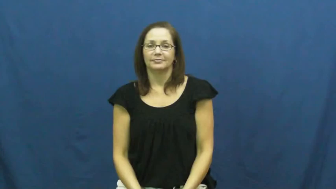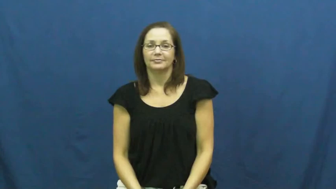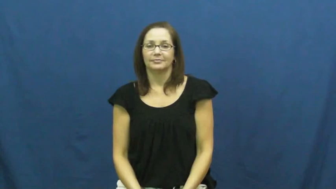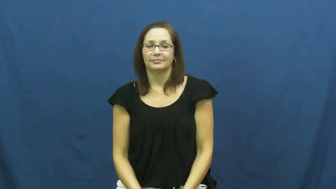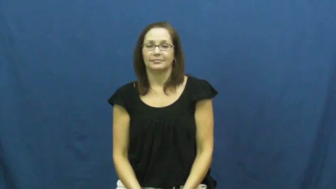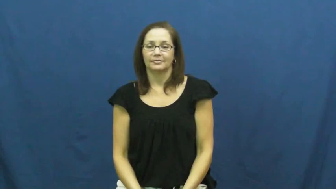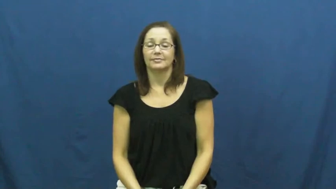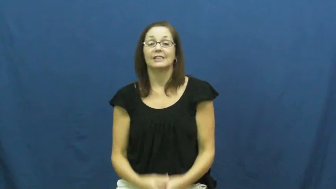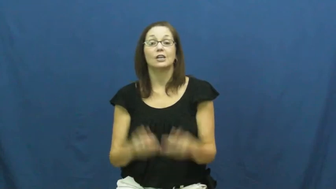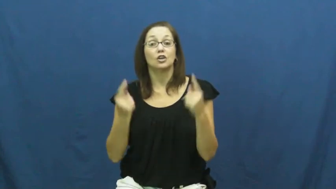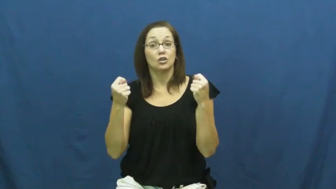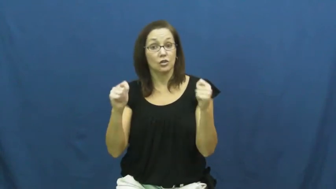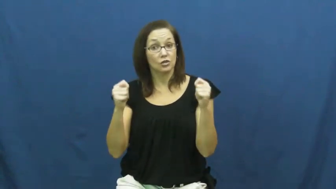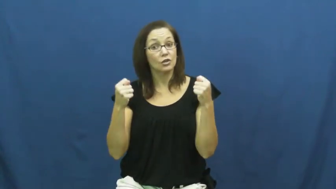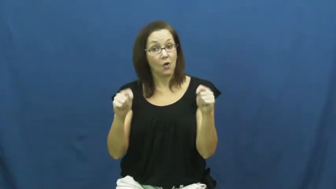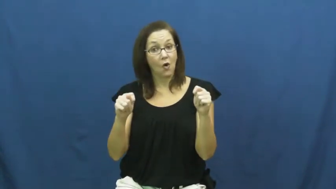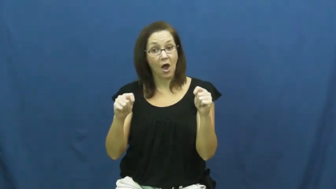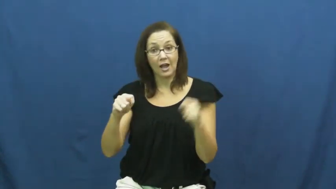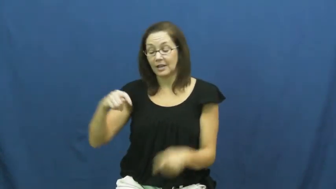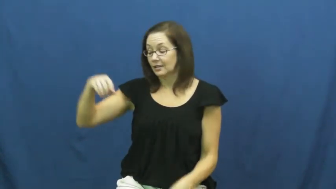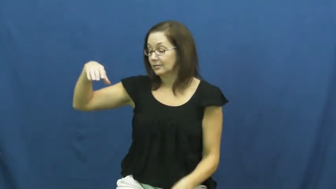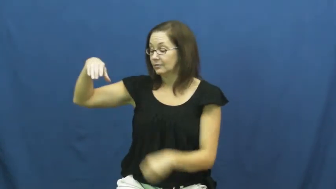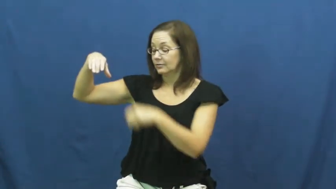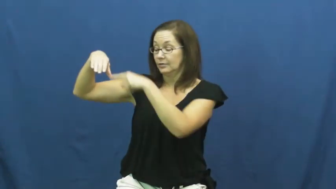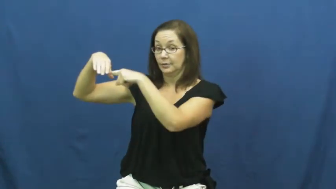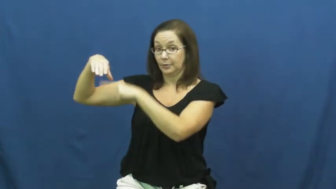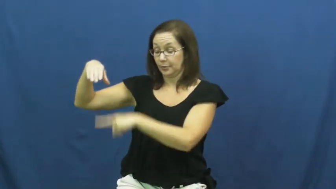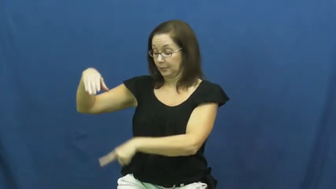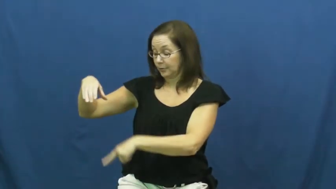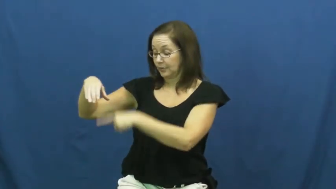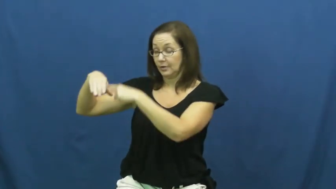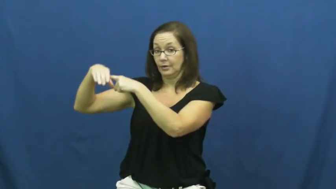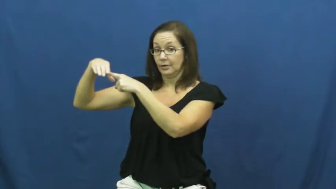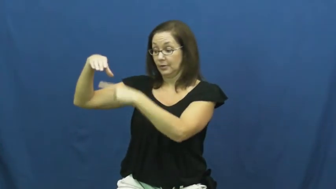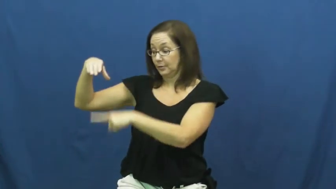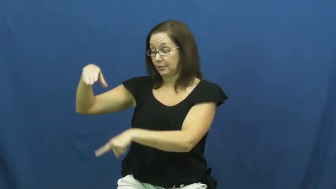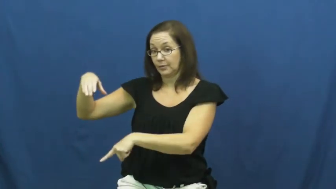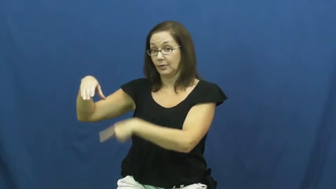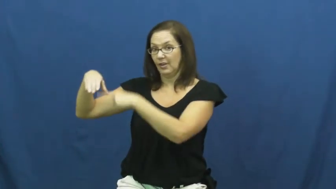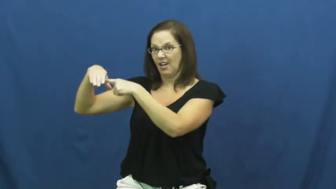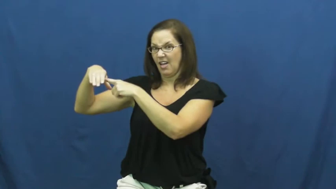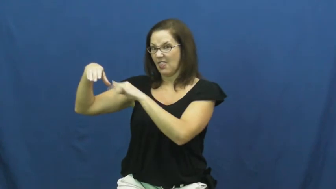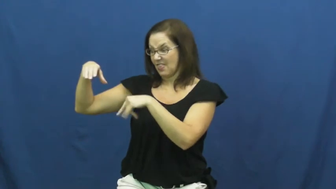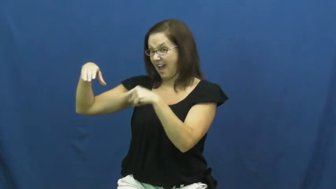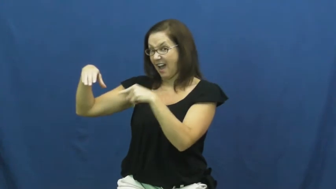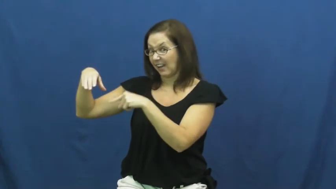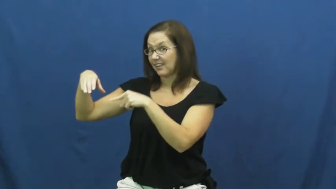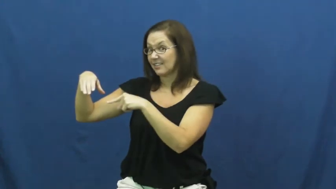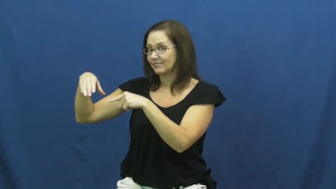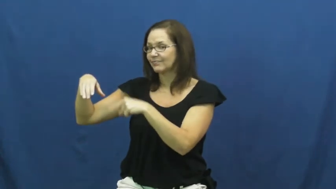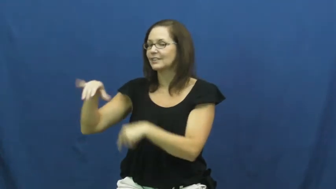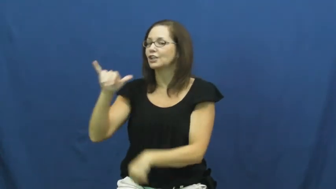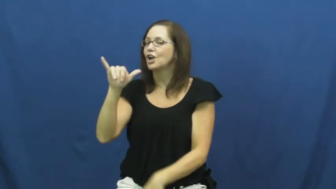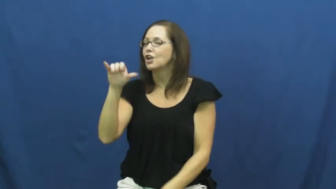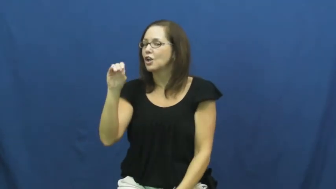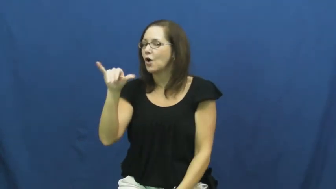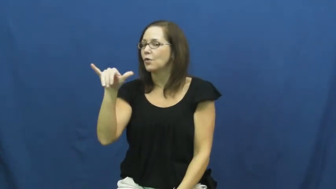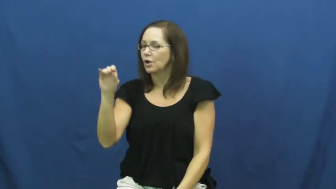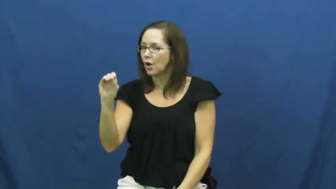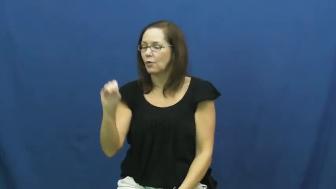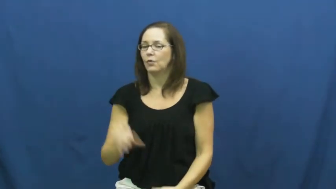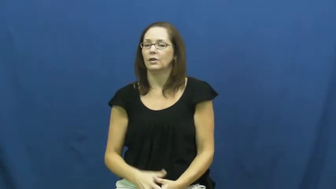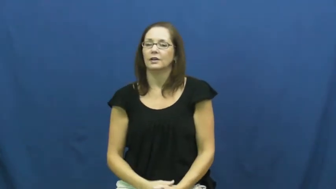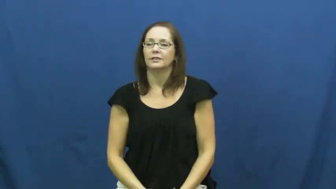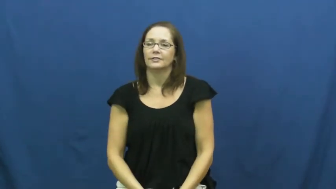yo-yo